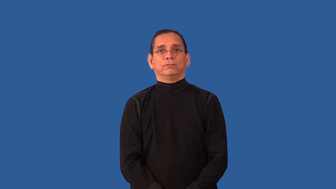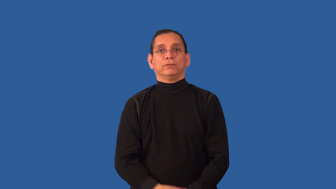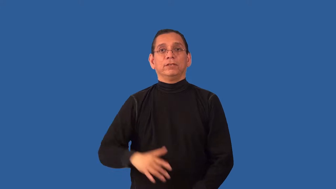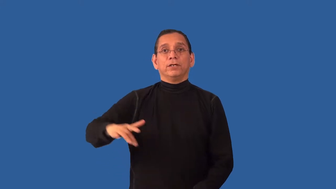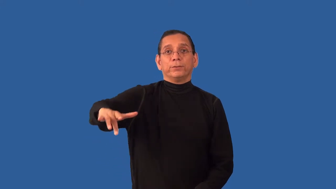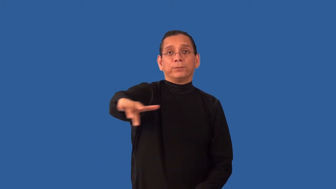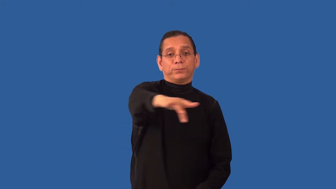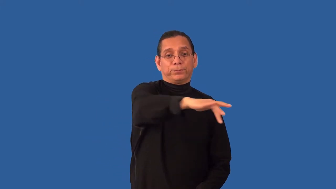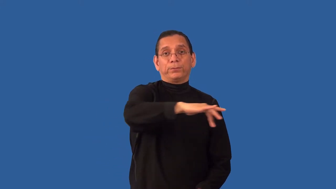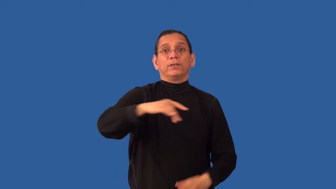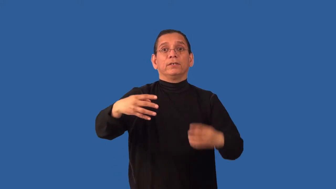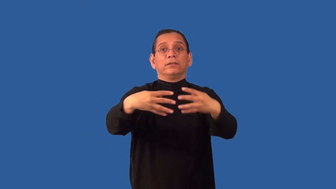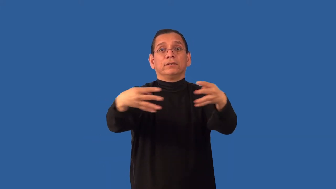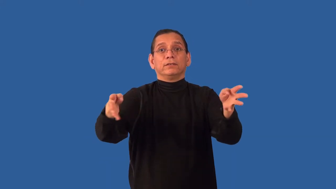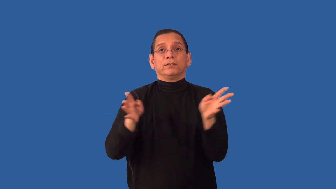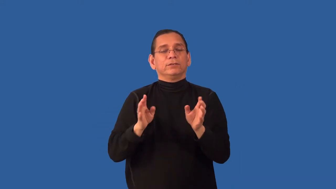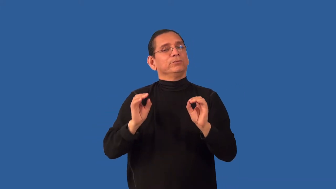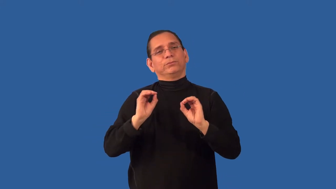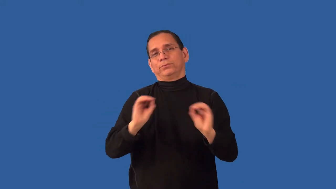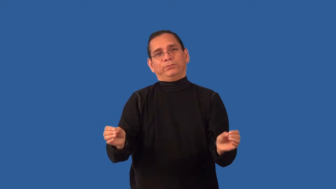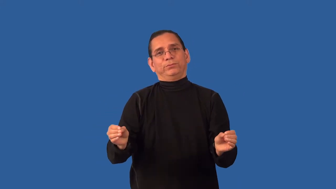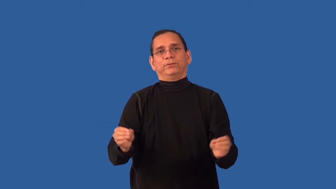unenclosed